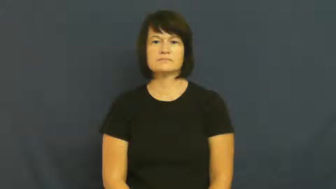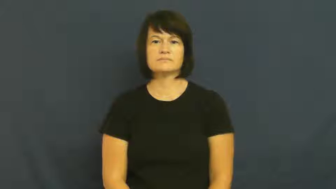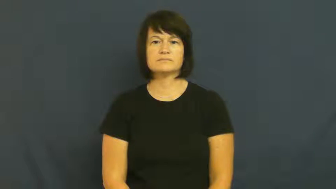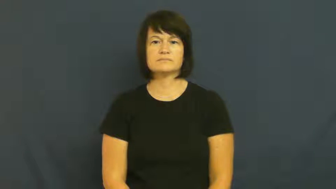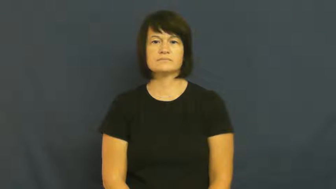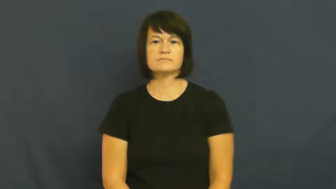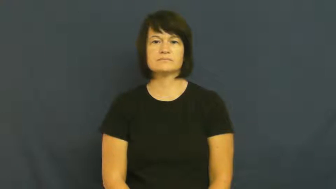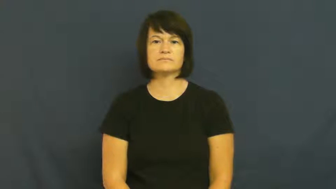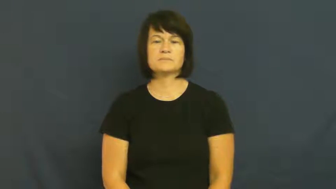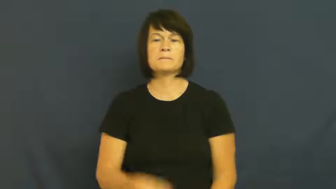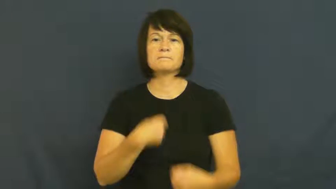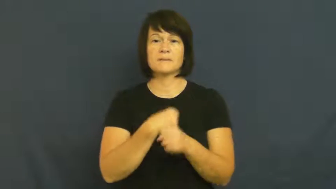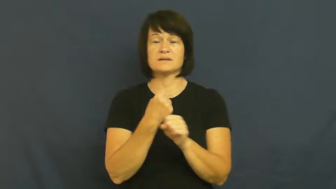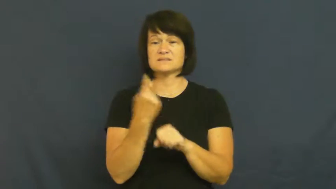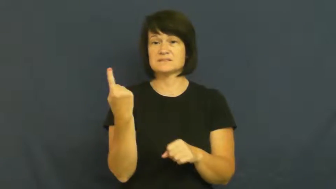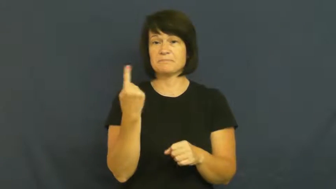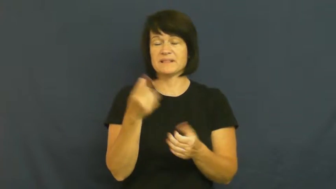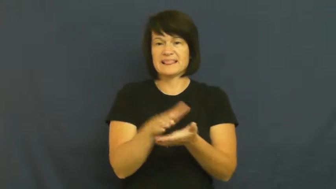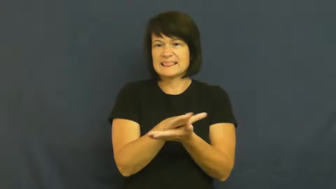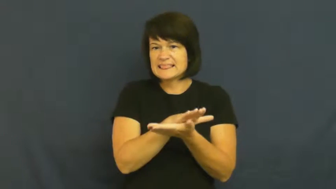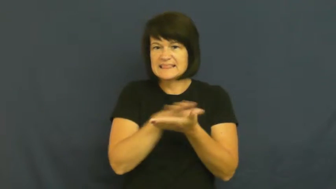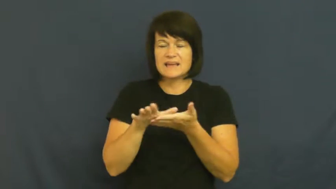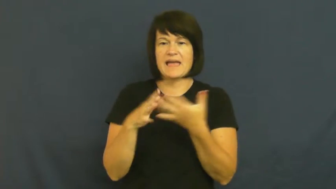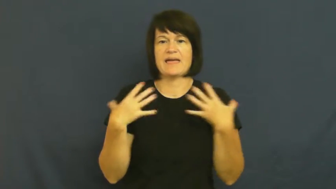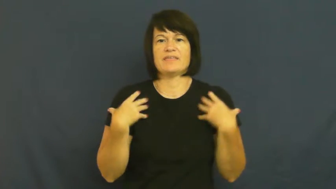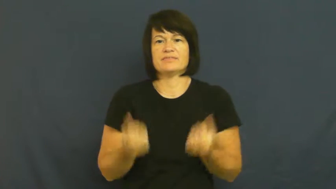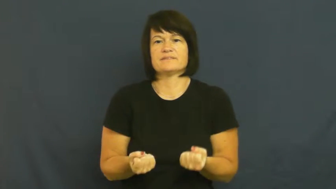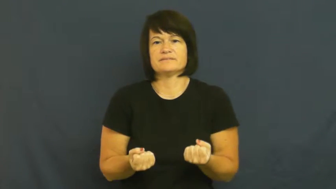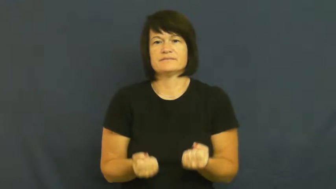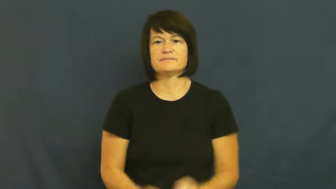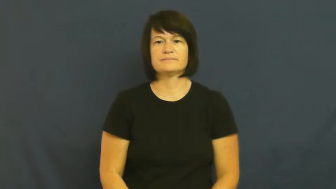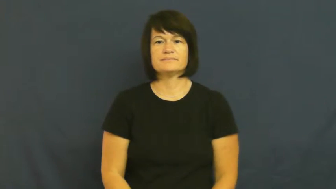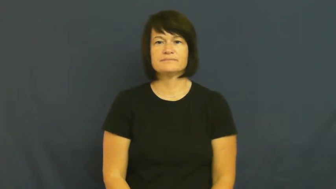sanitize